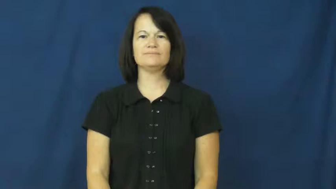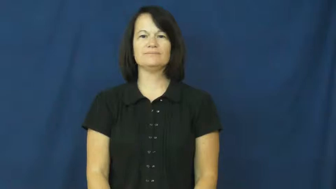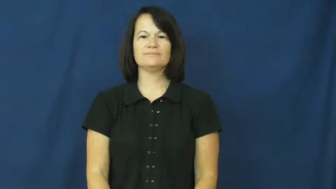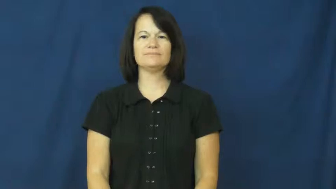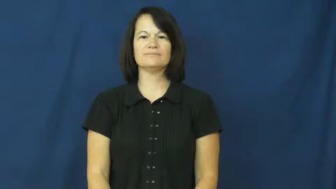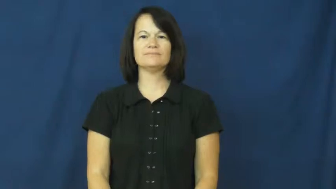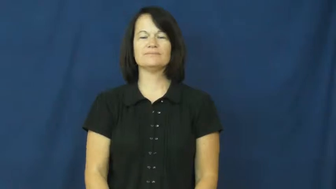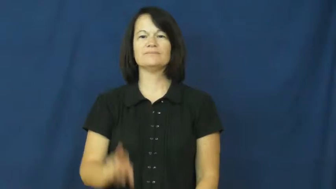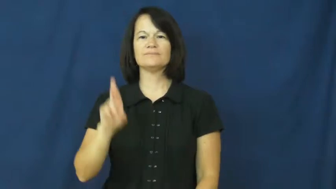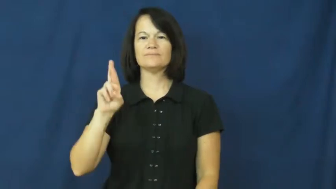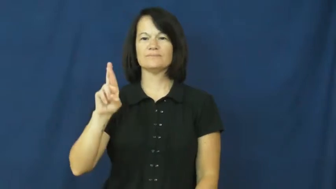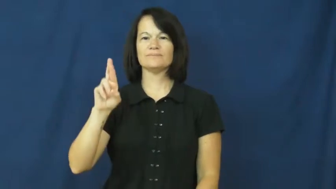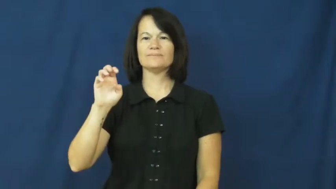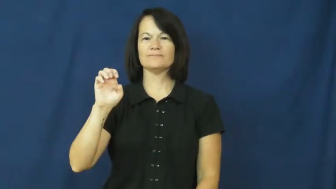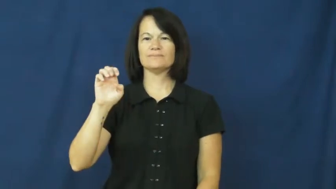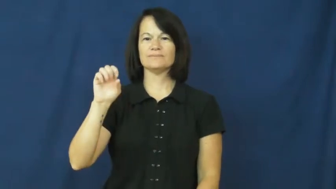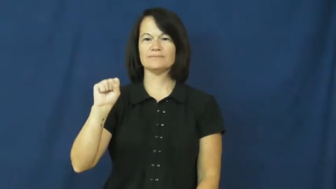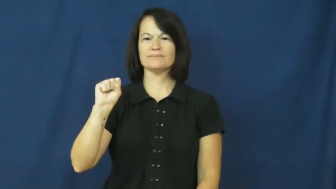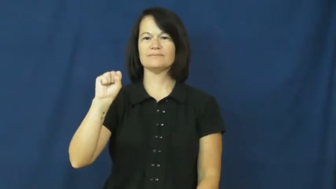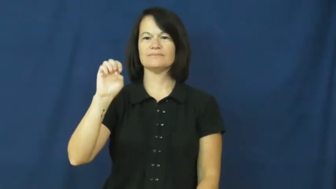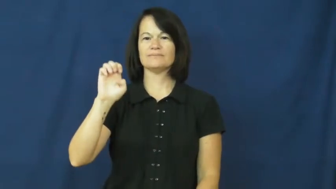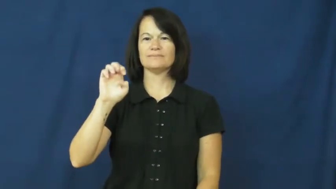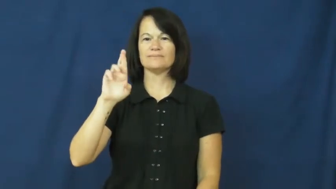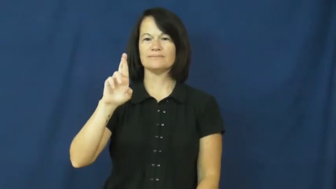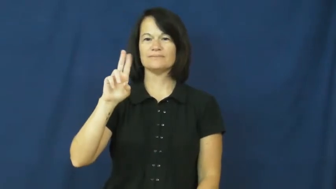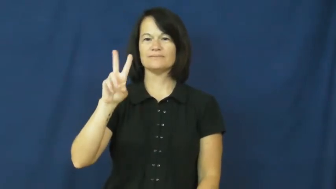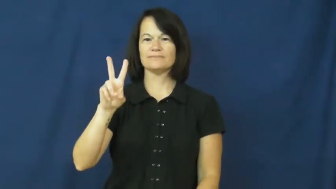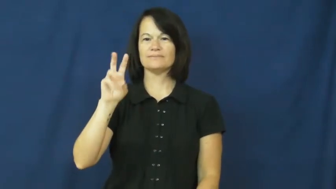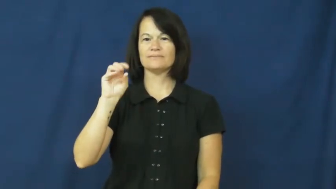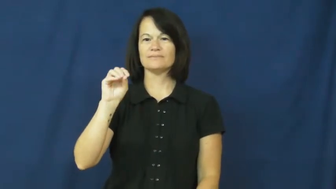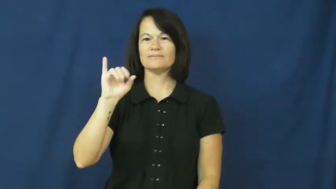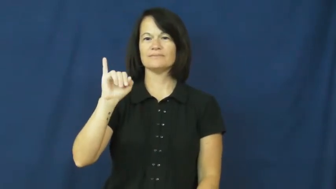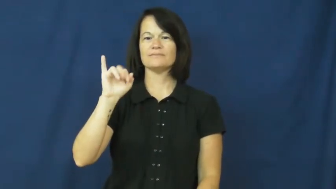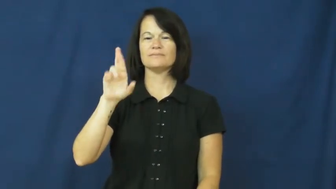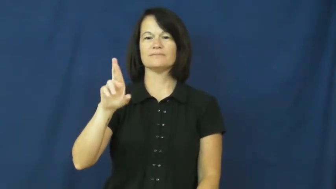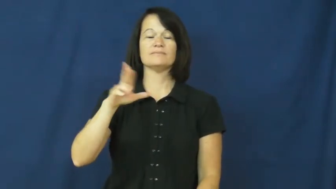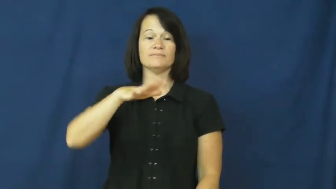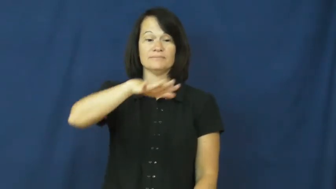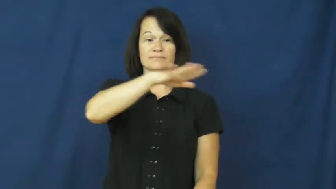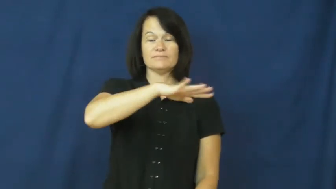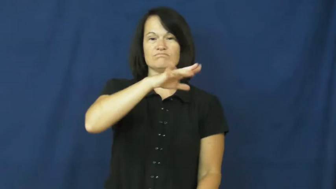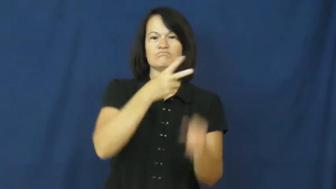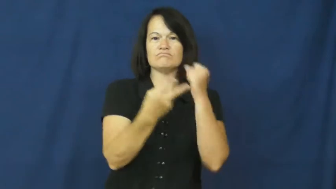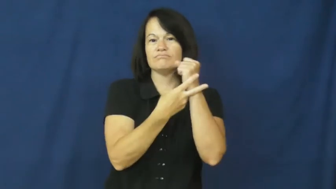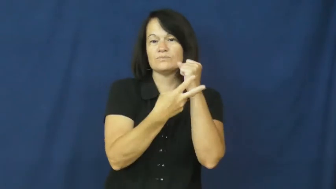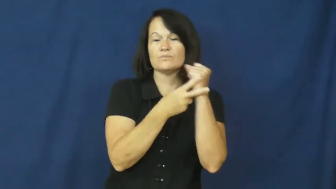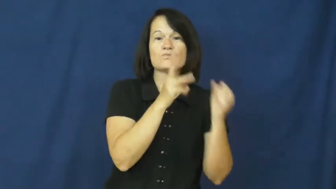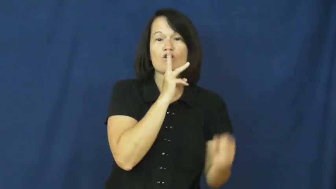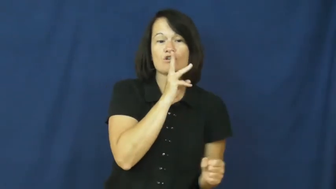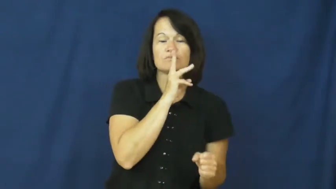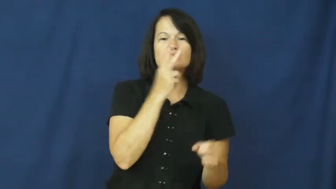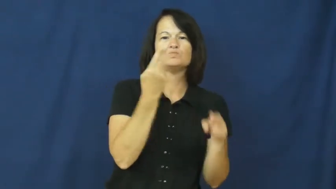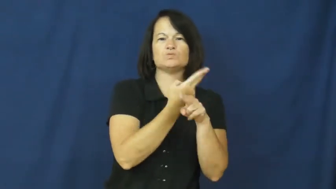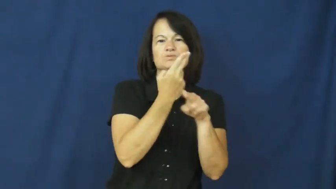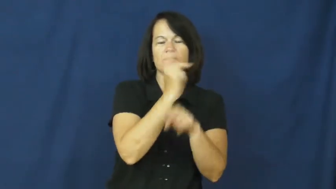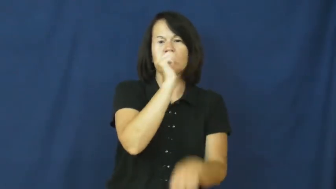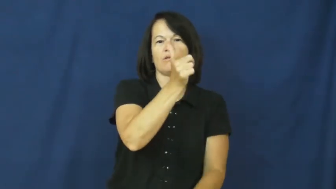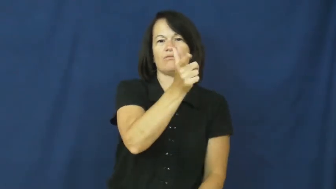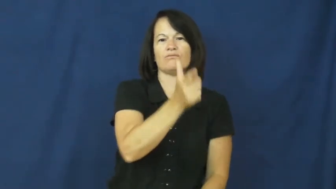reservoir